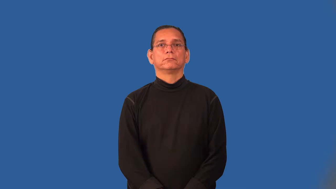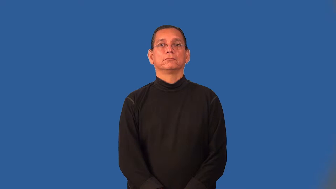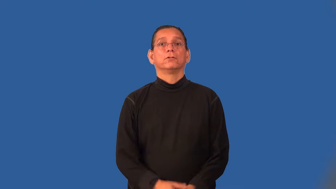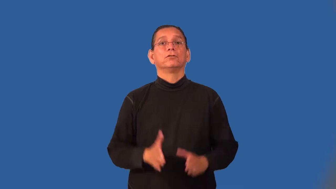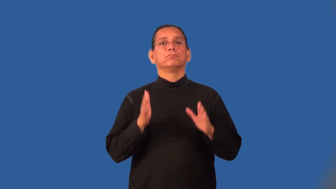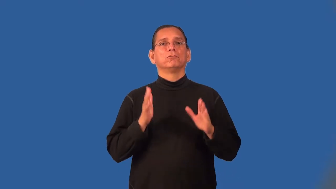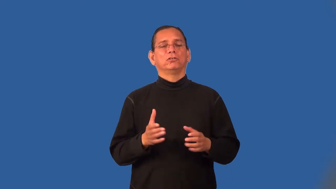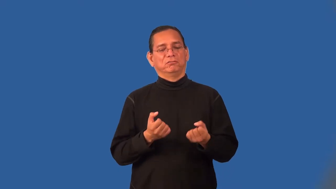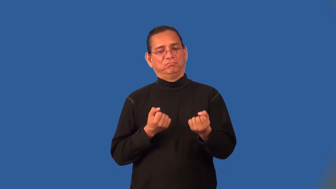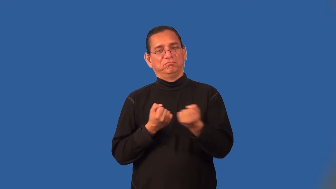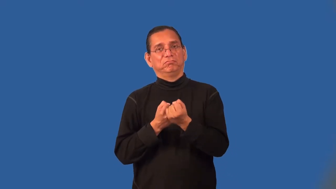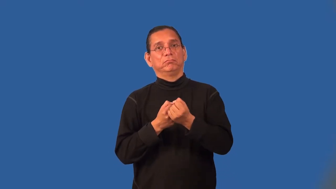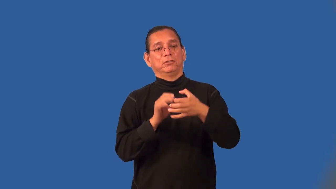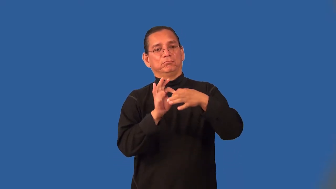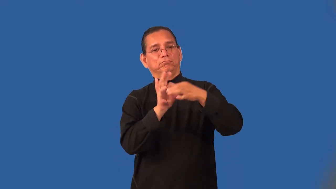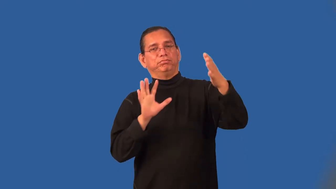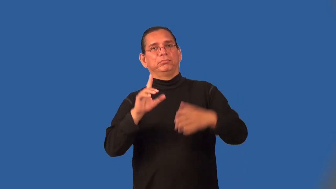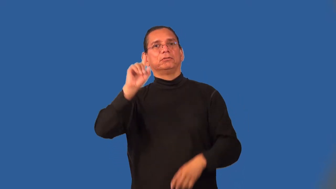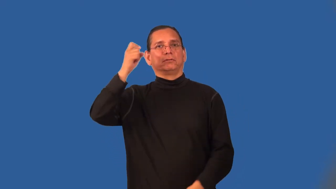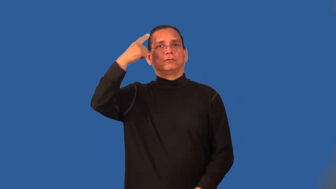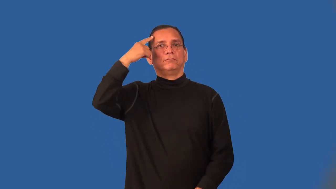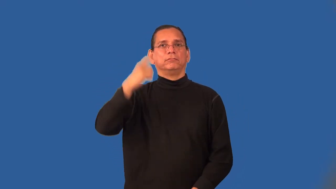secessionist